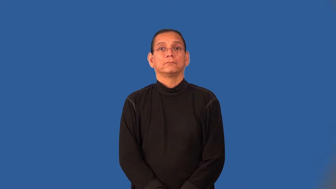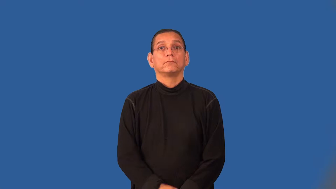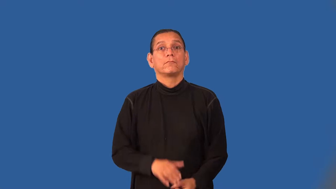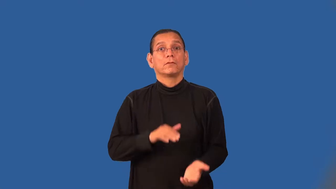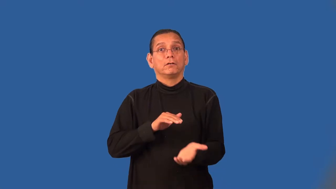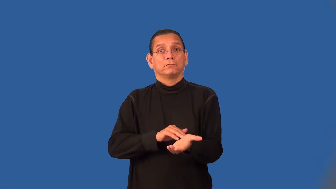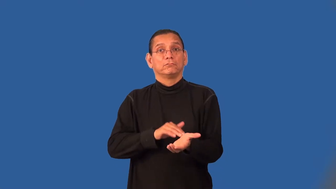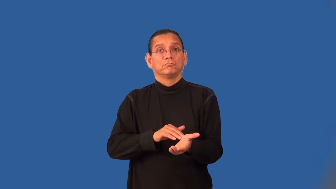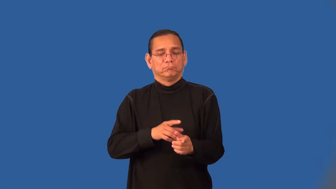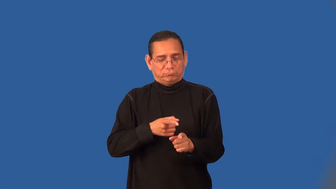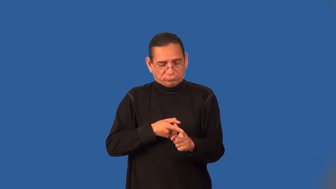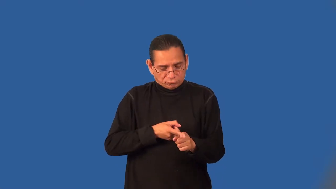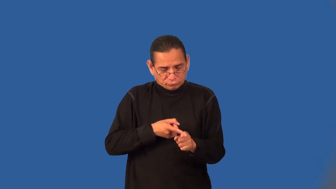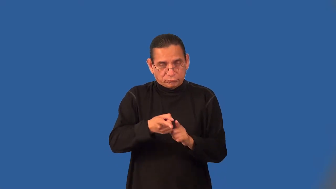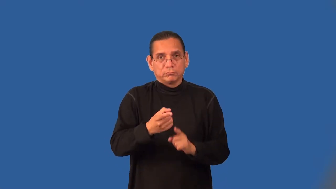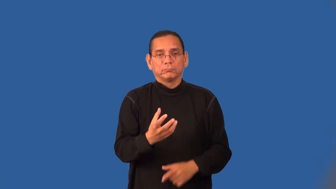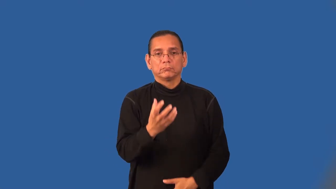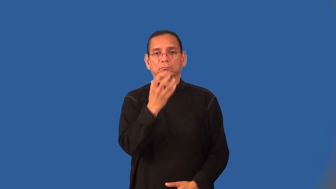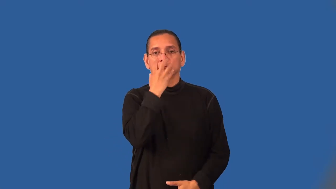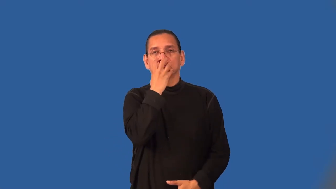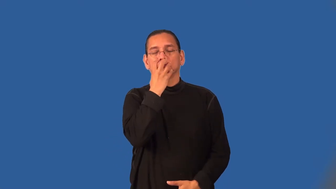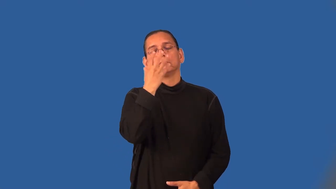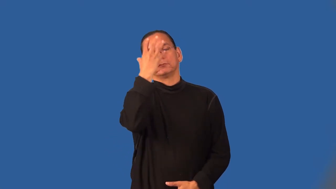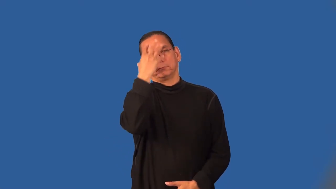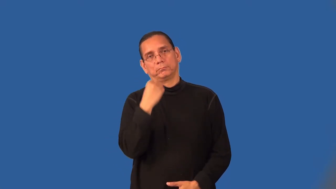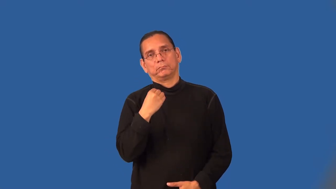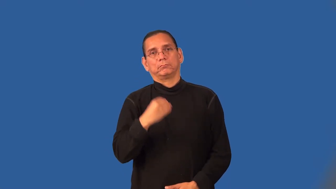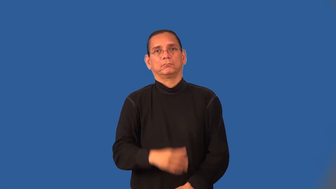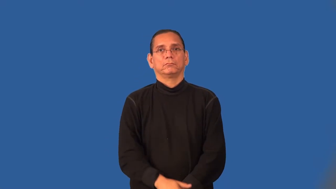anesthesiologist